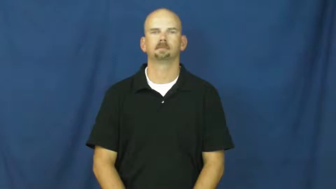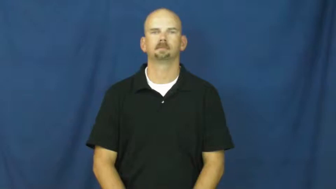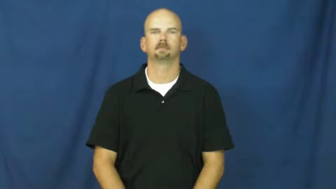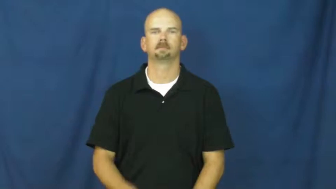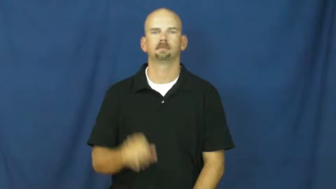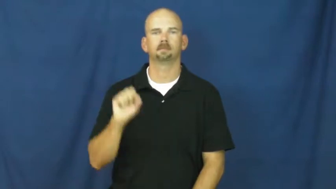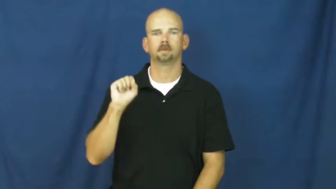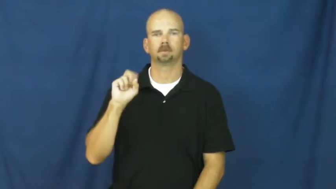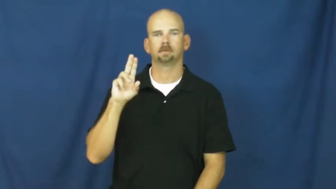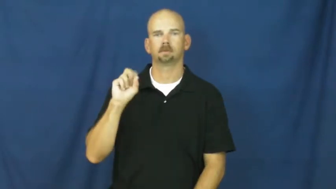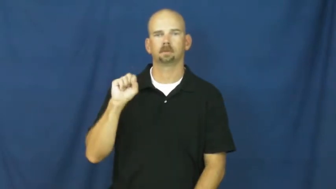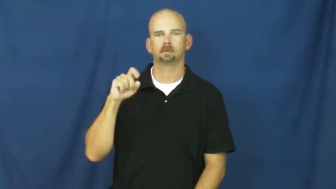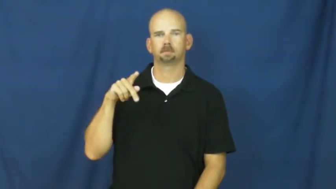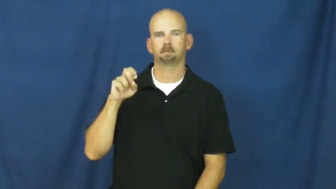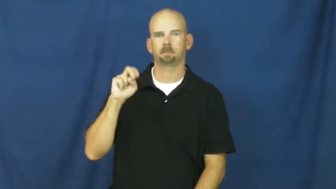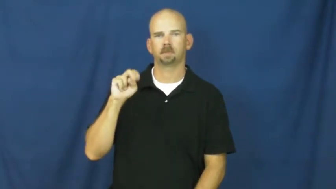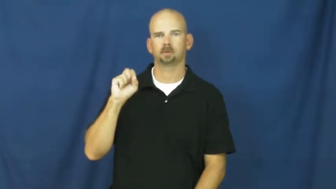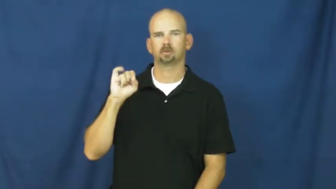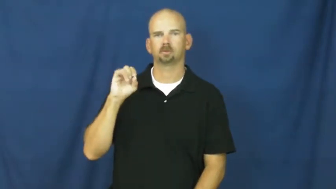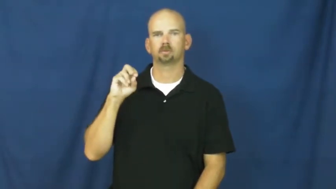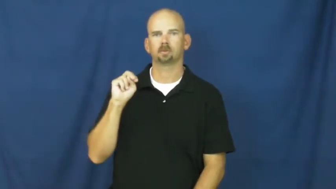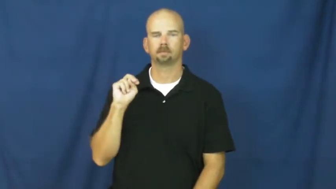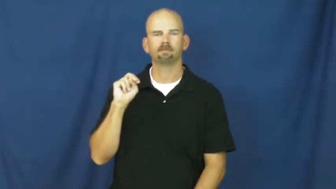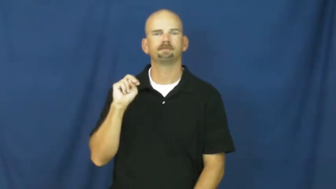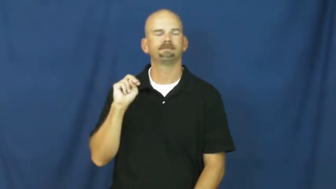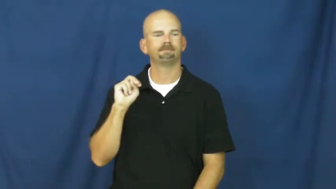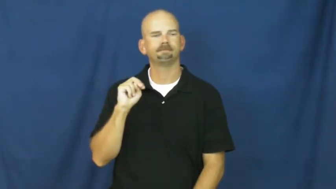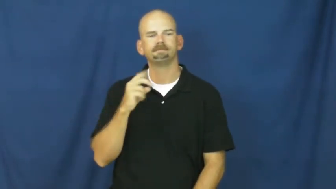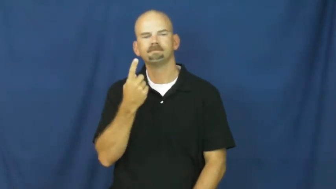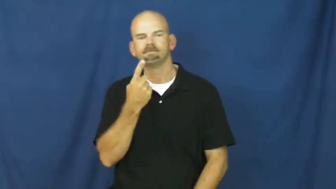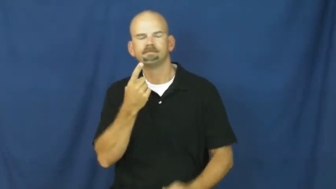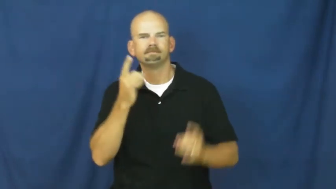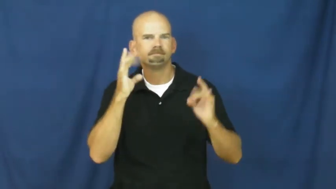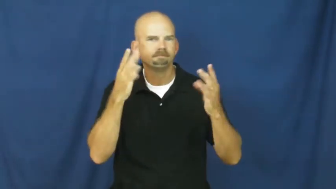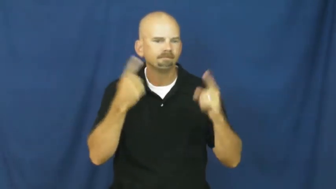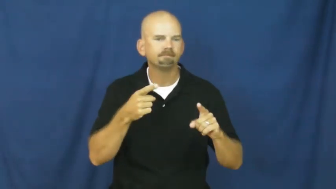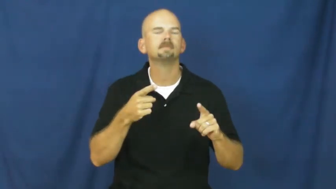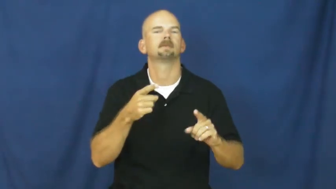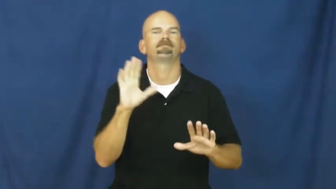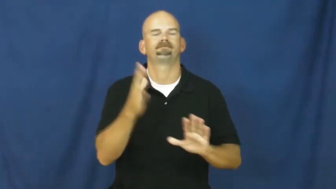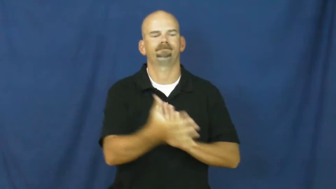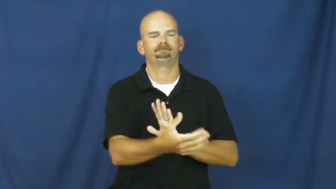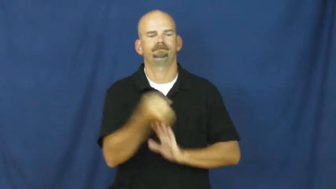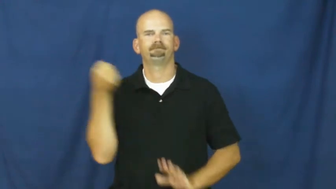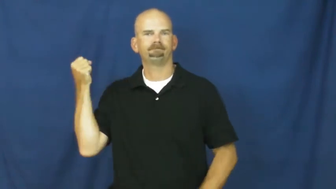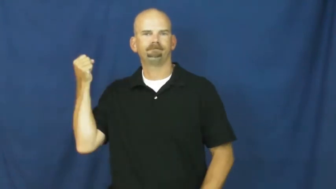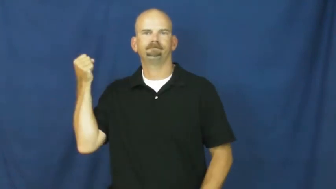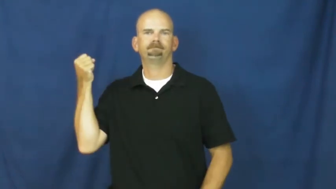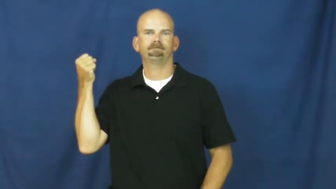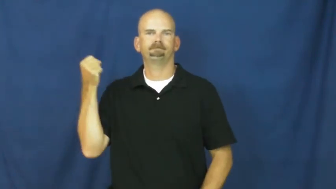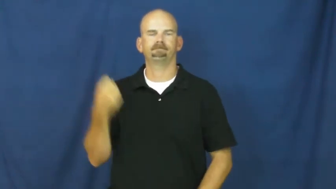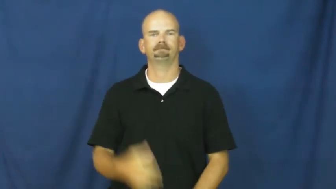suspension-take away